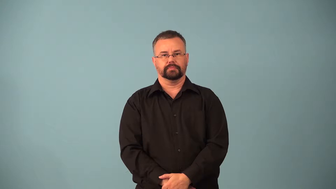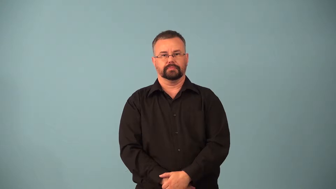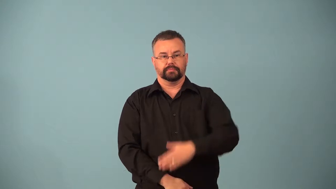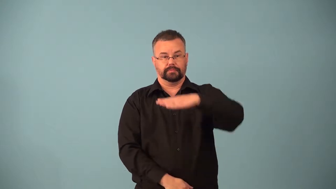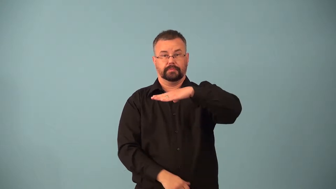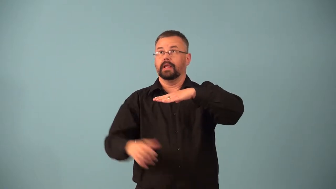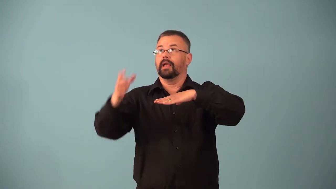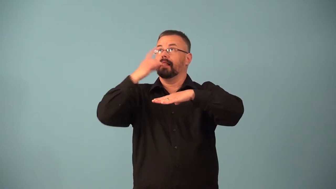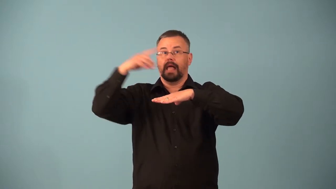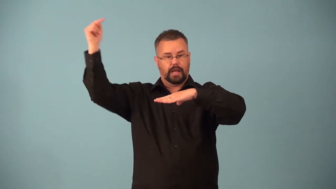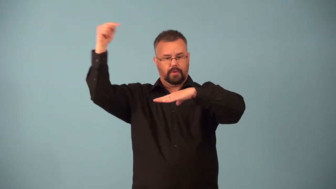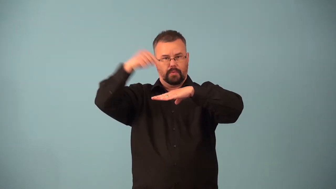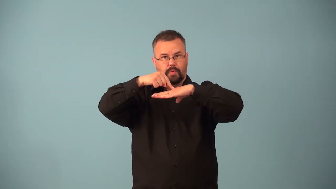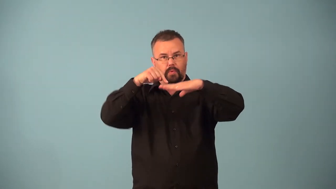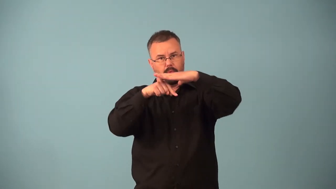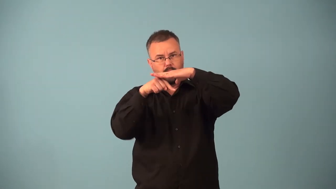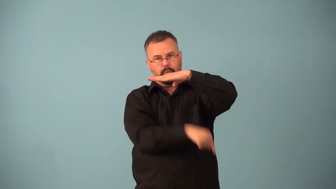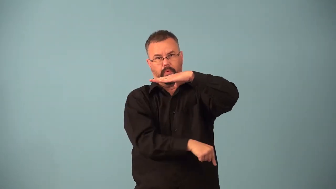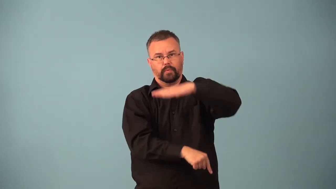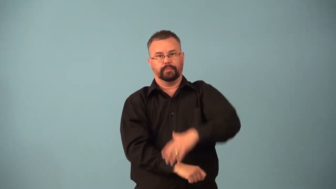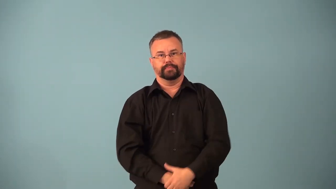critical angle